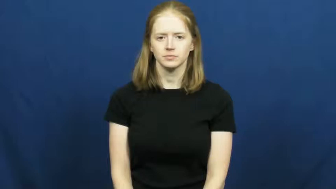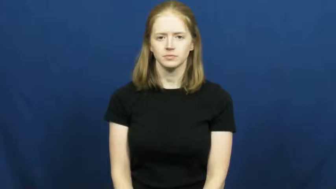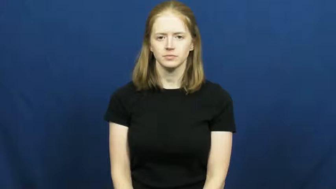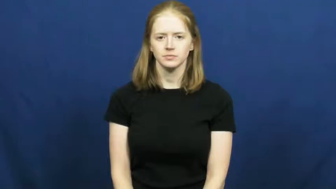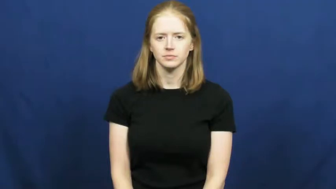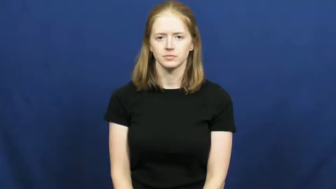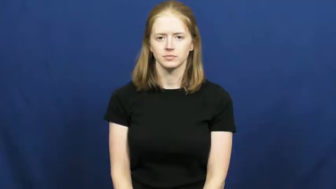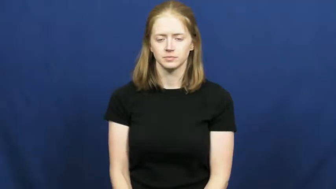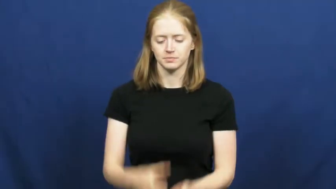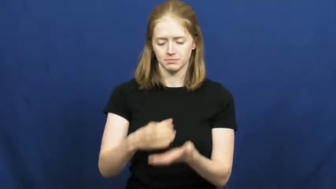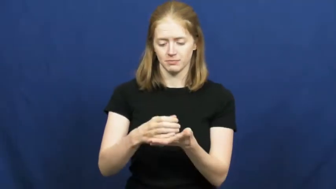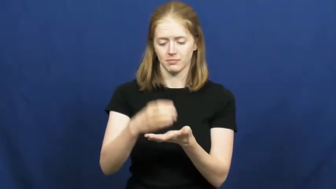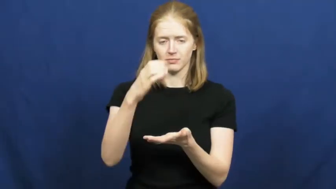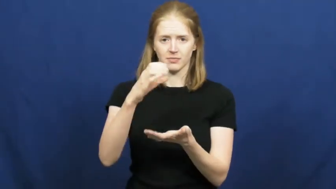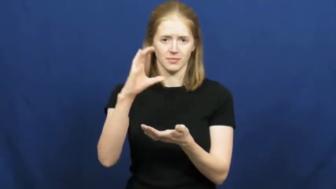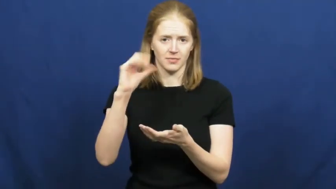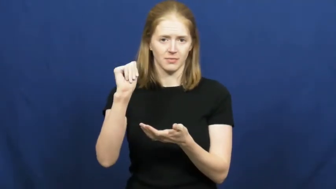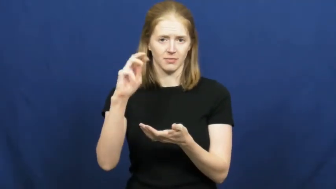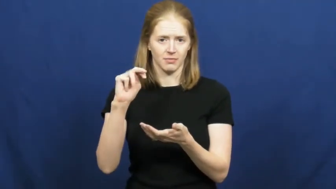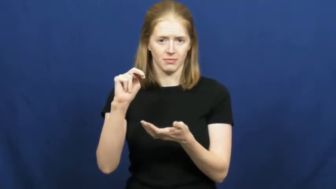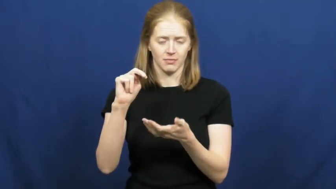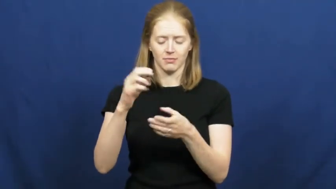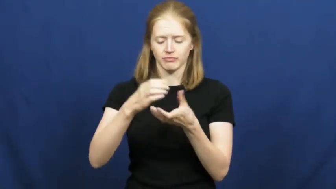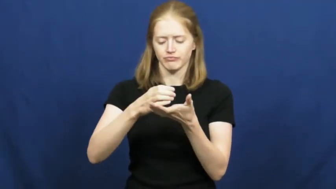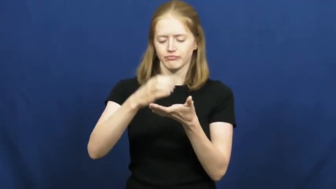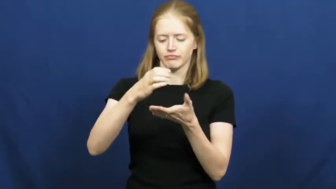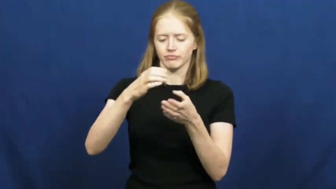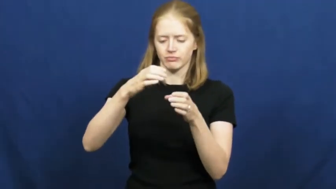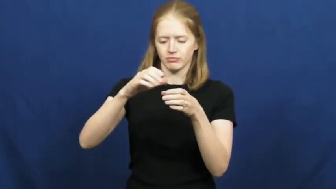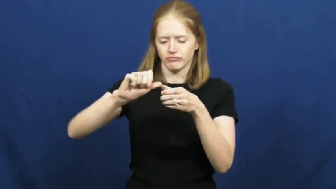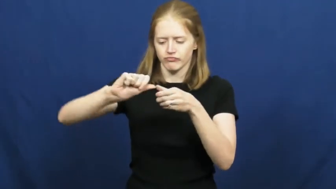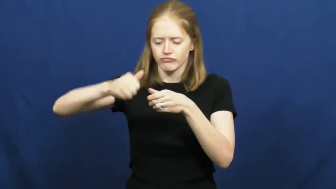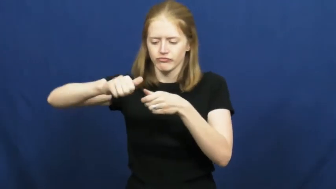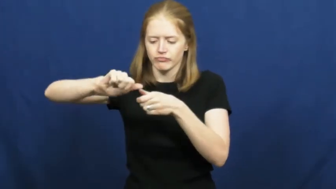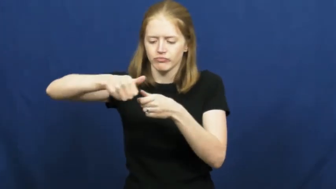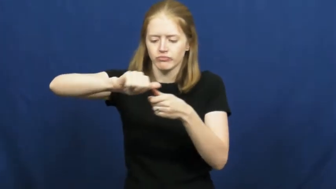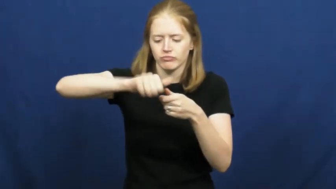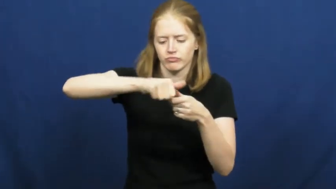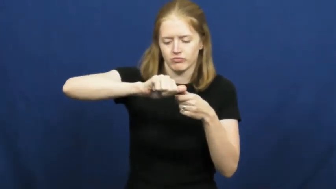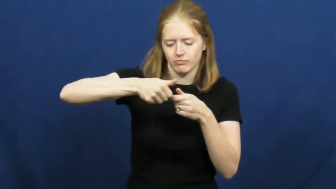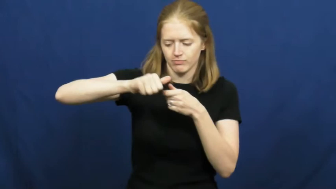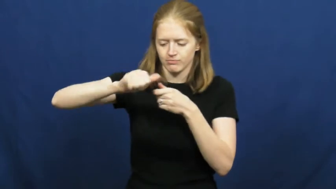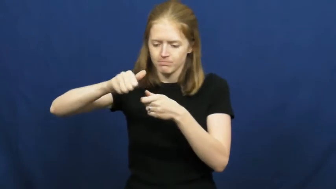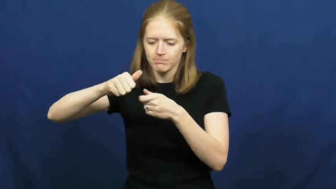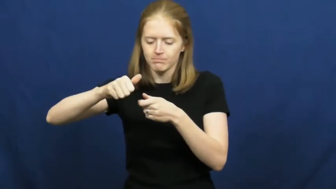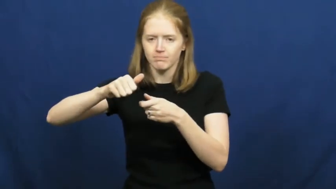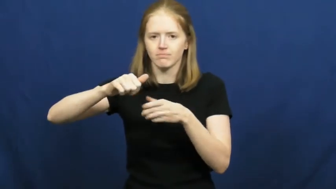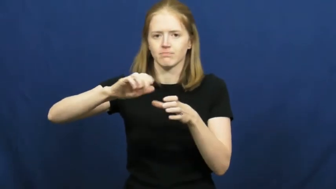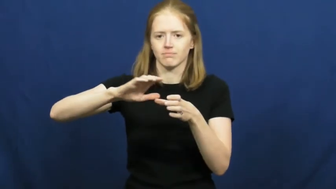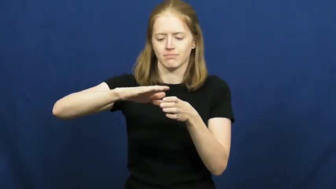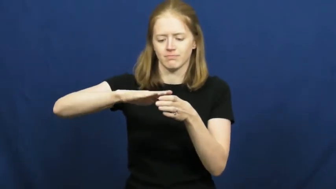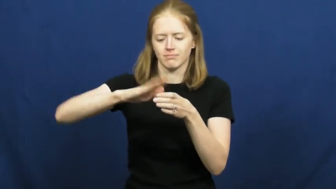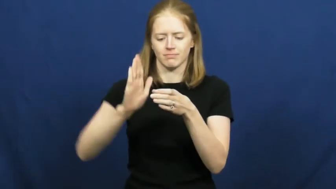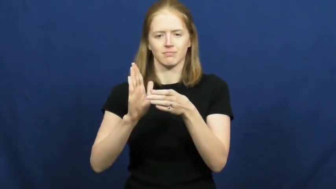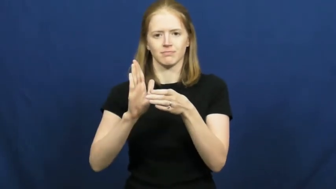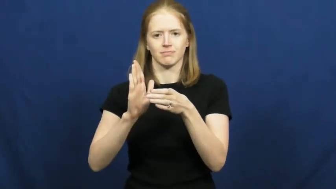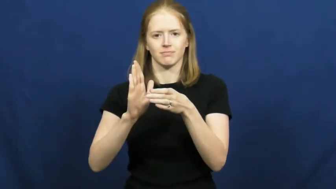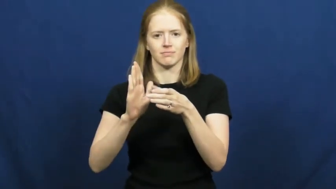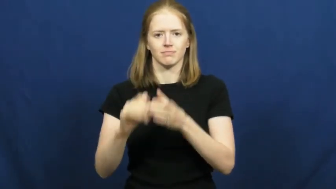open-can